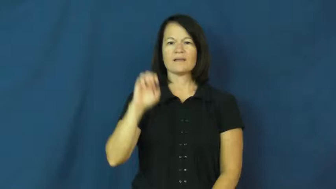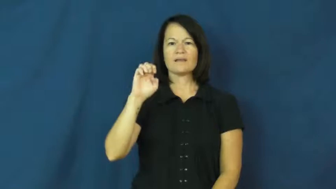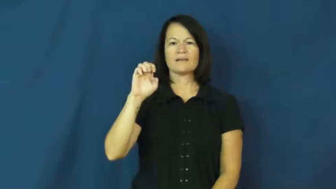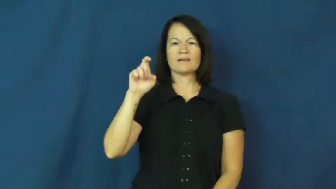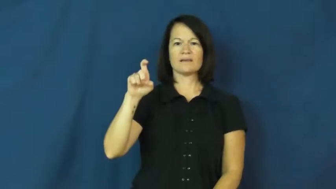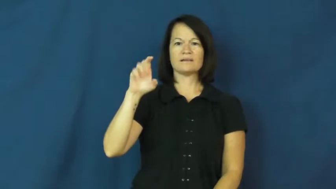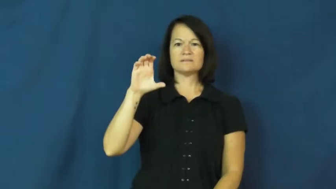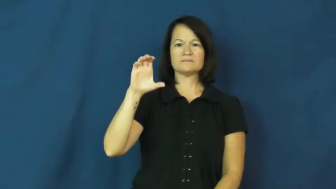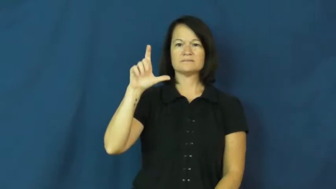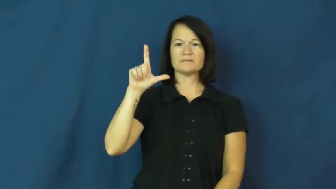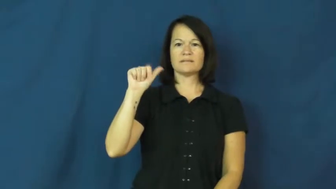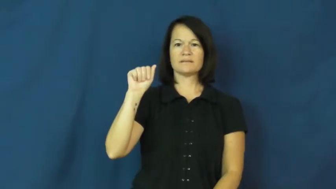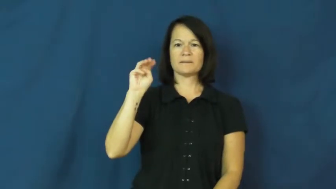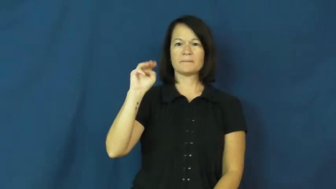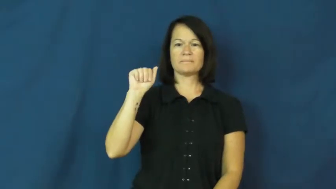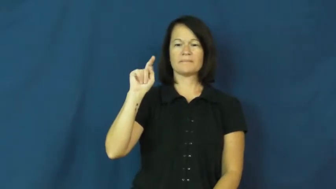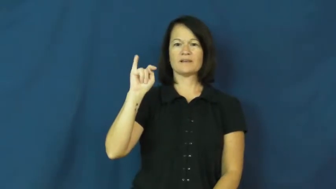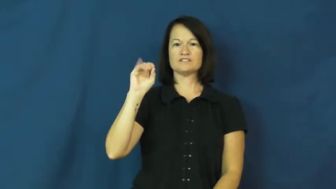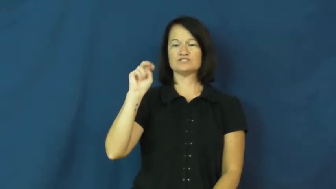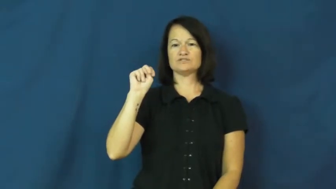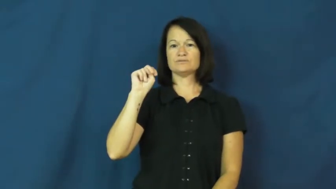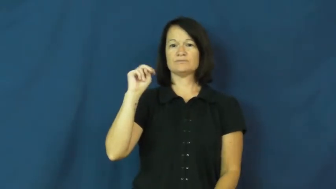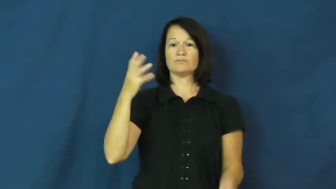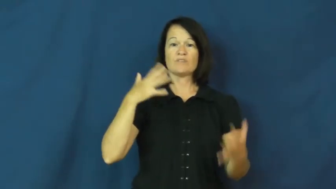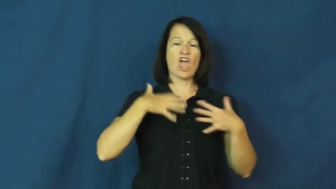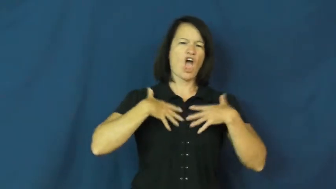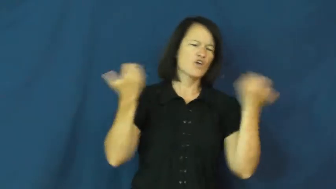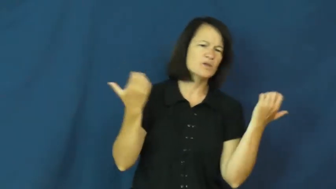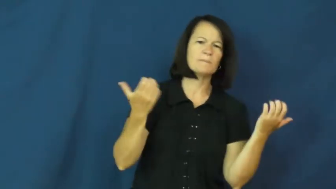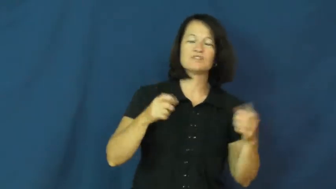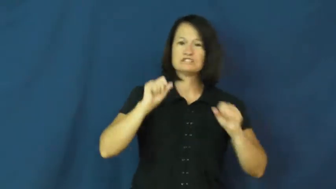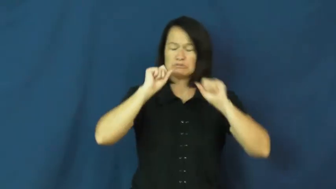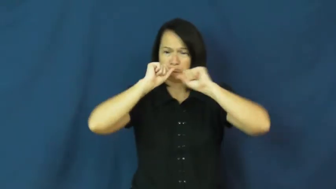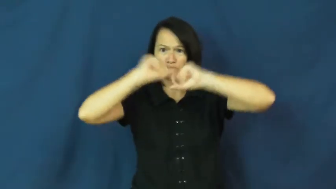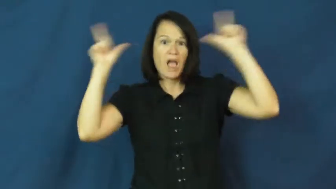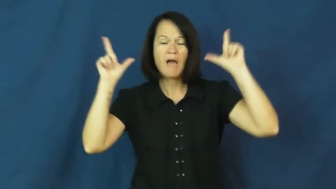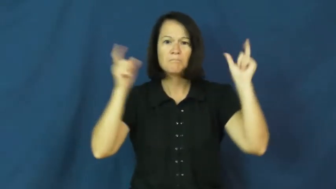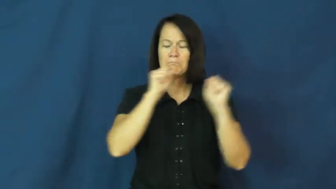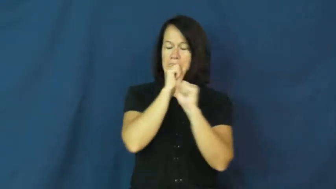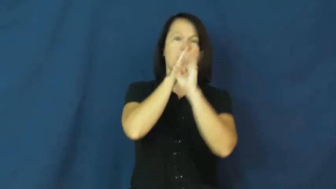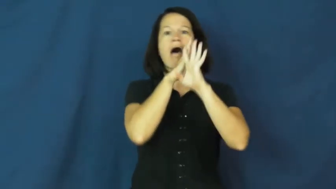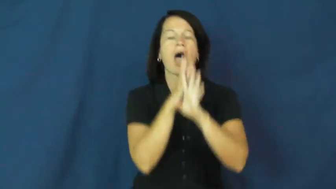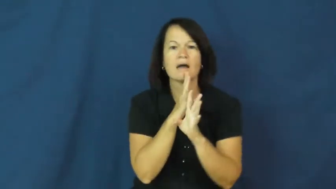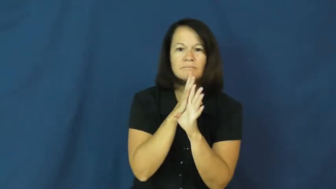exclamation